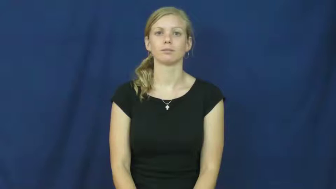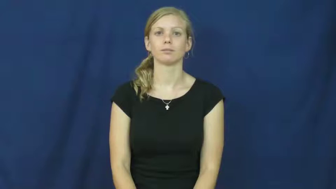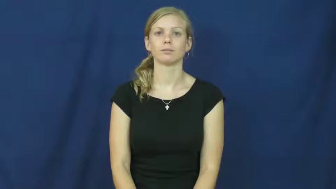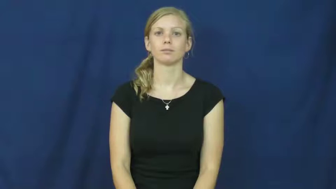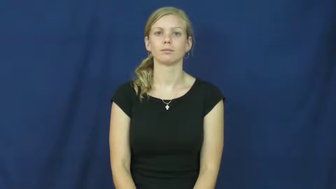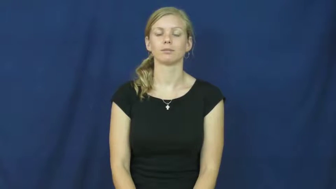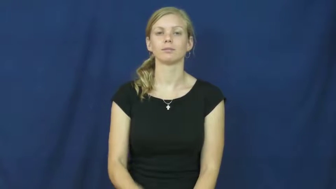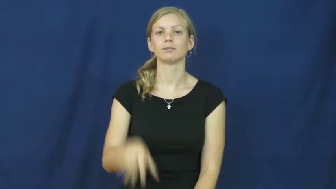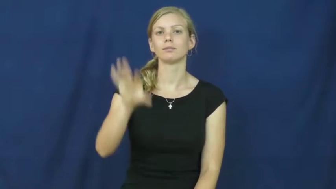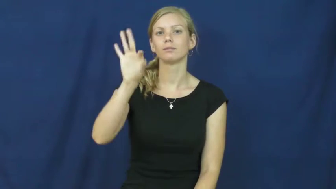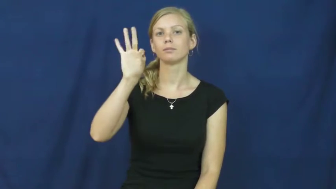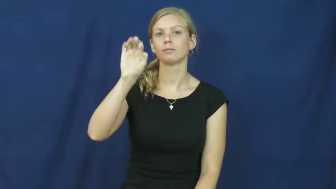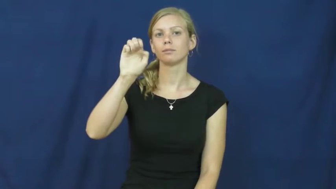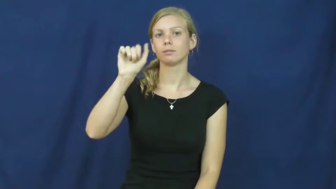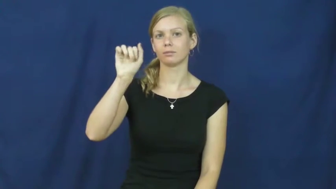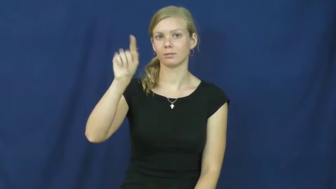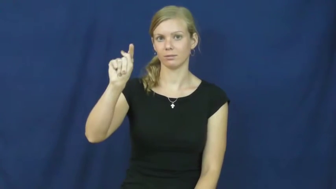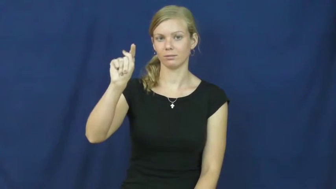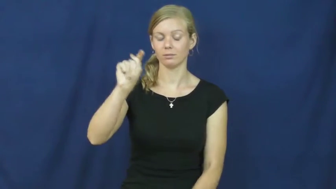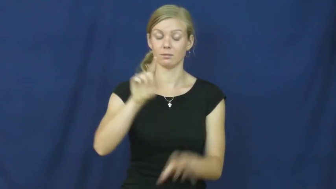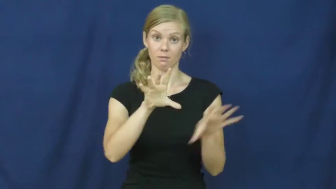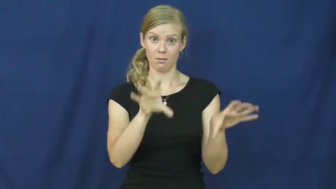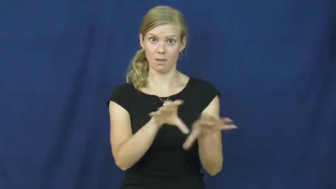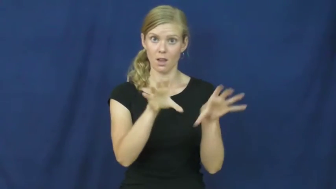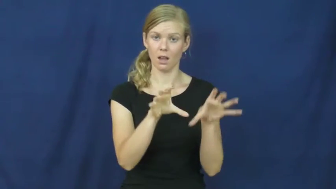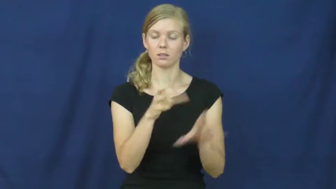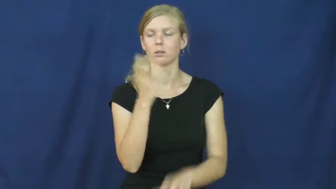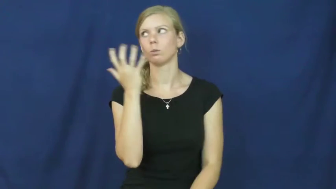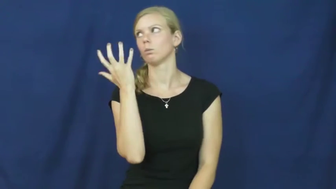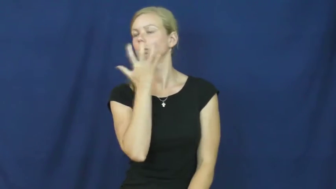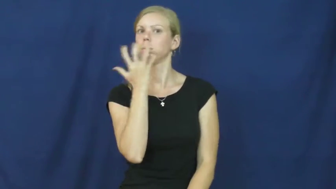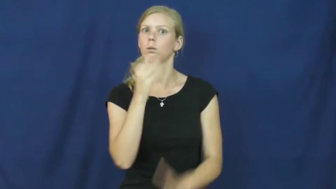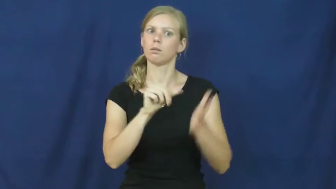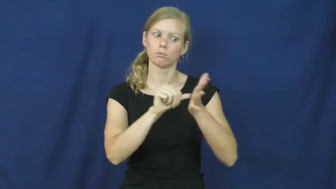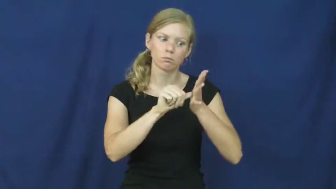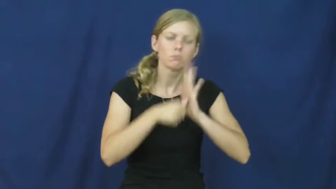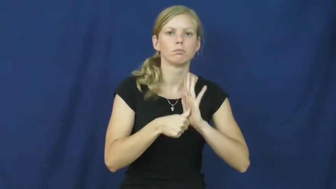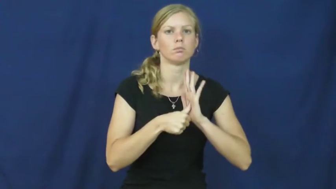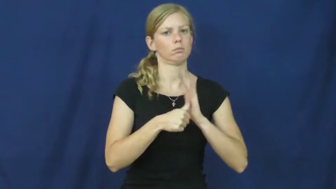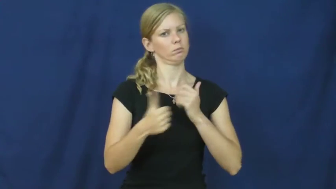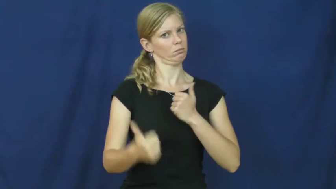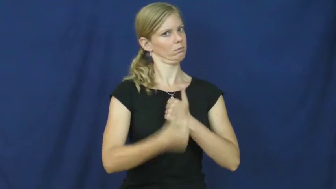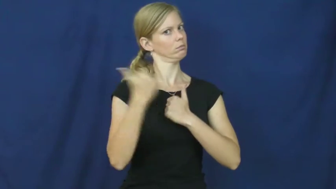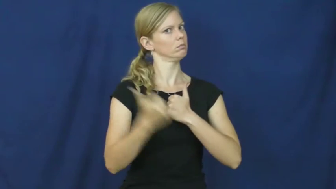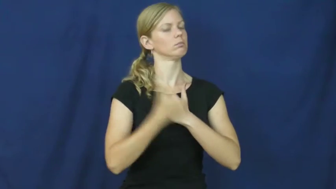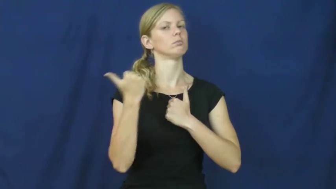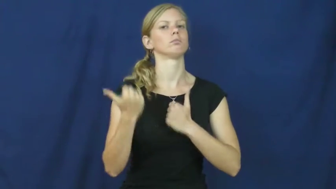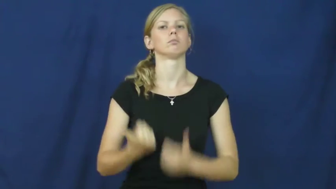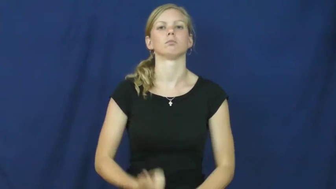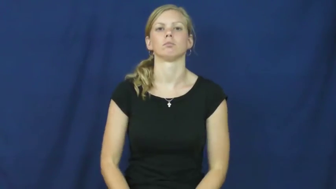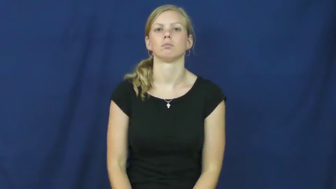feat